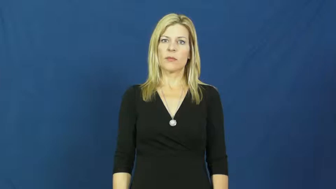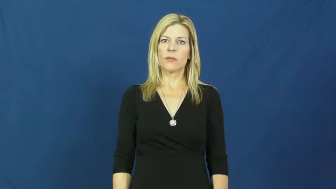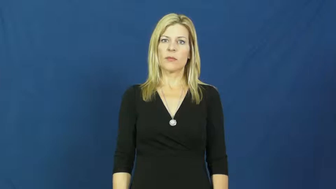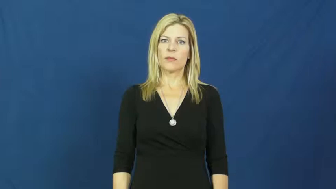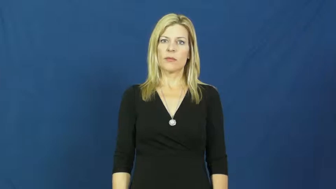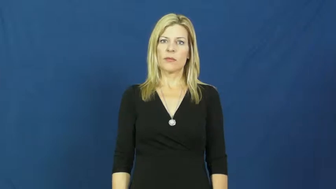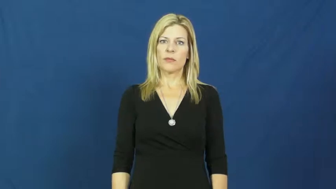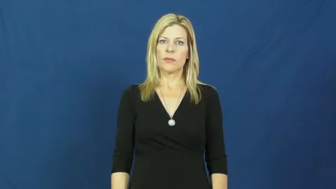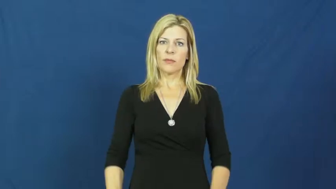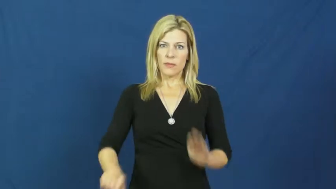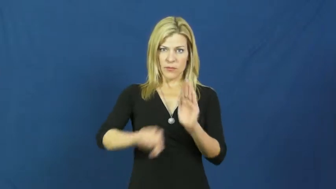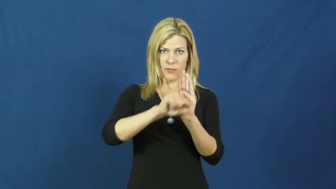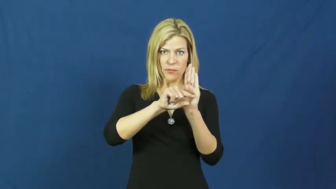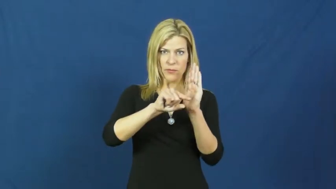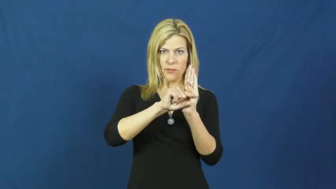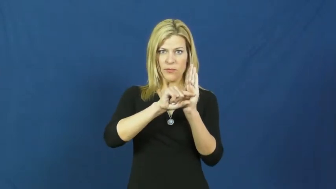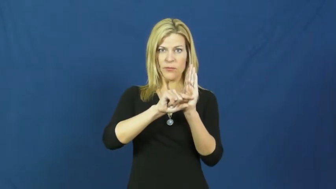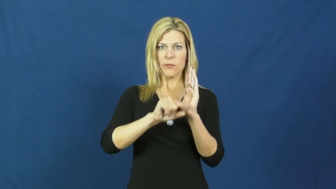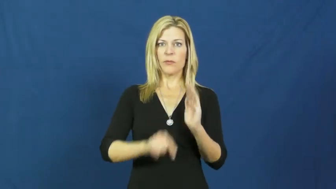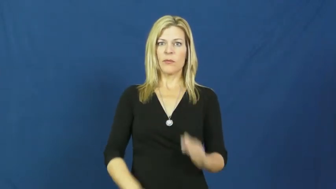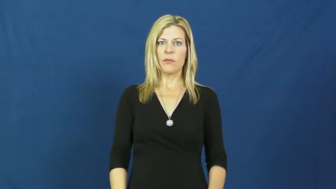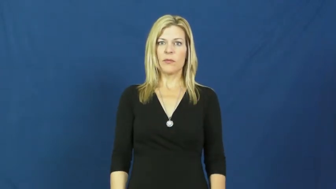grade-test